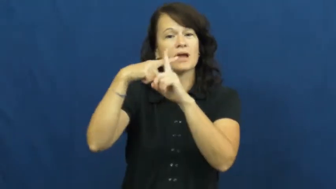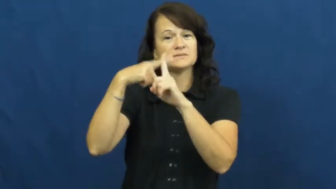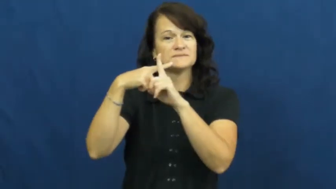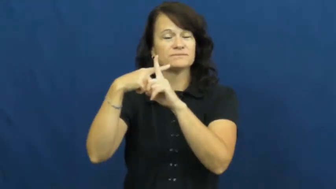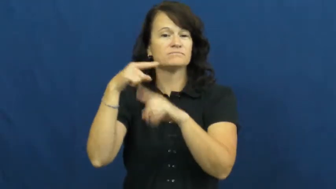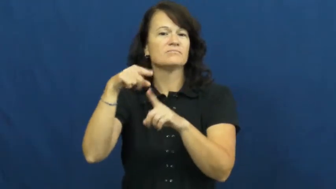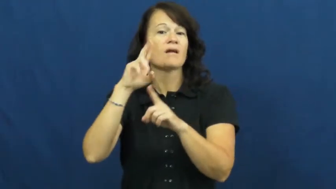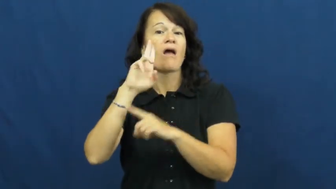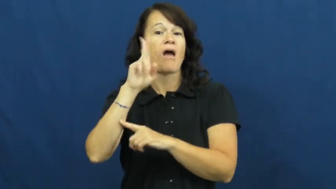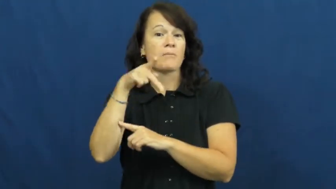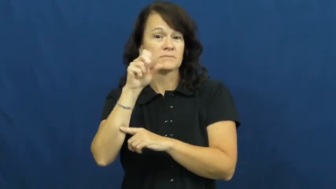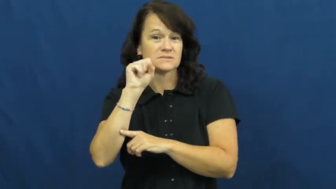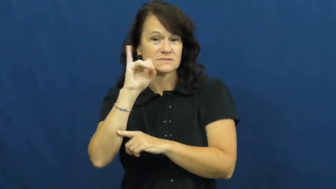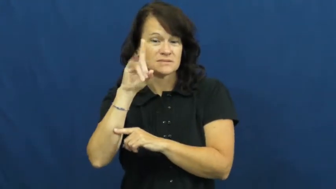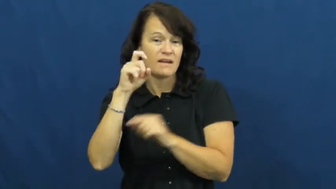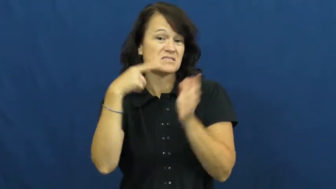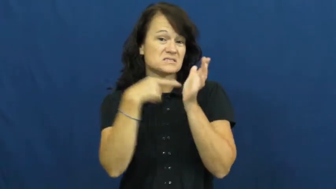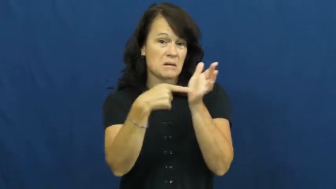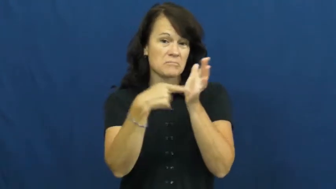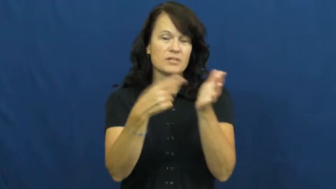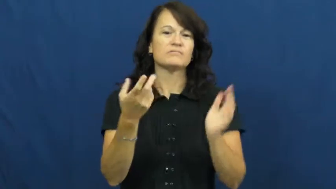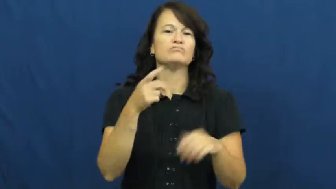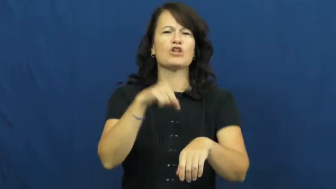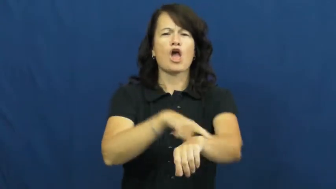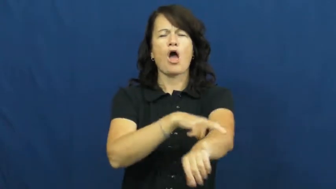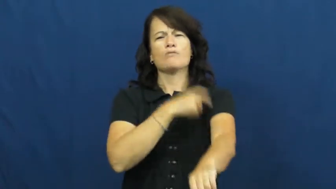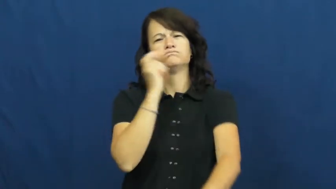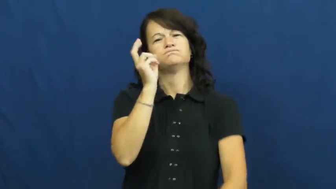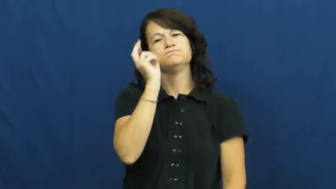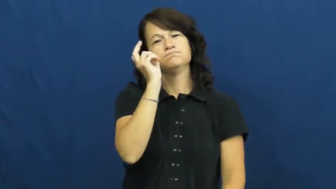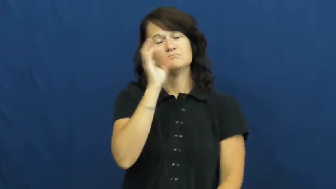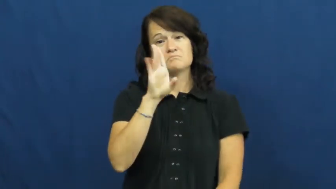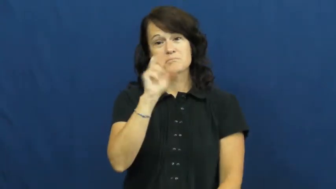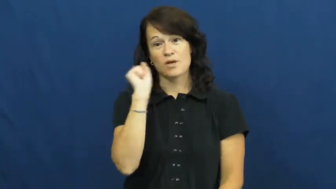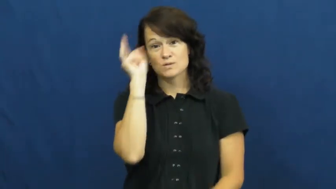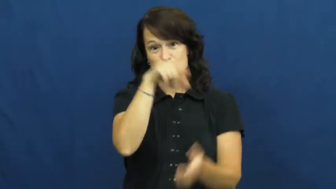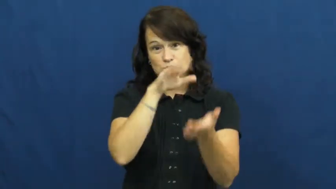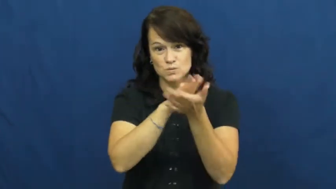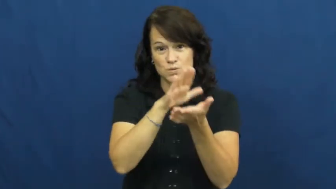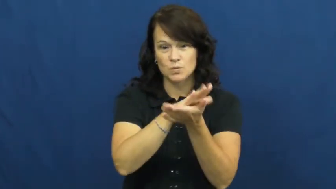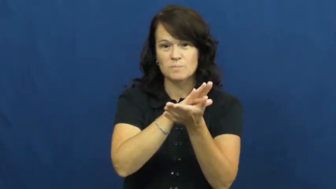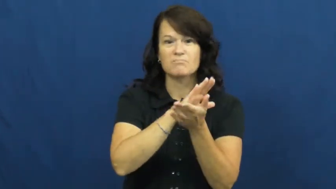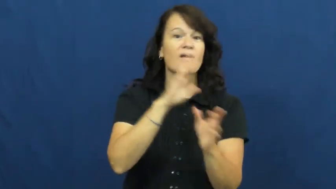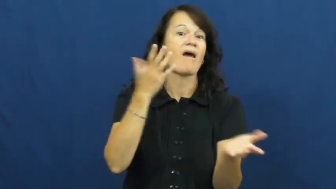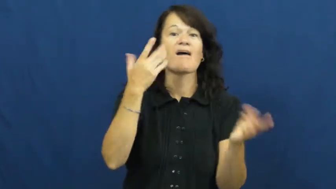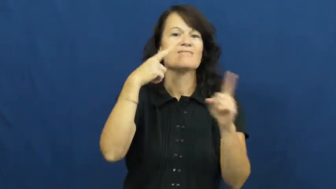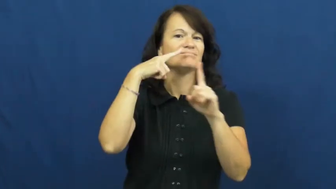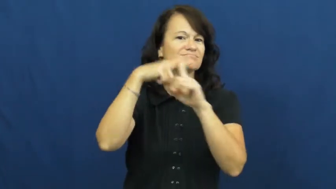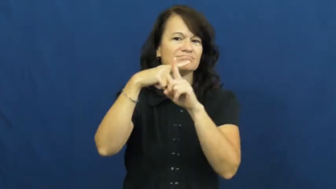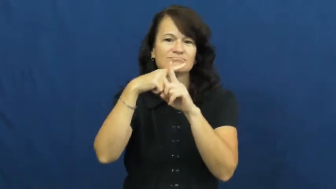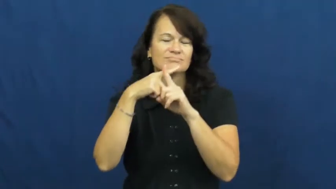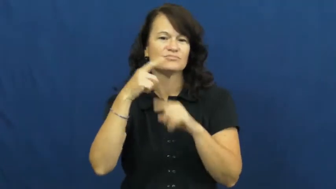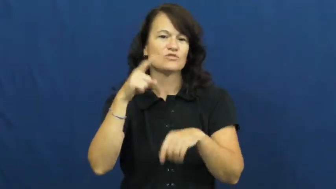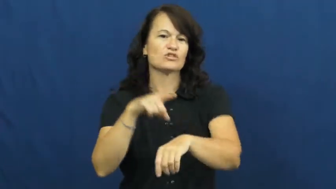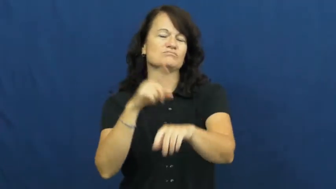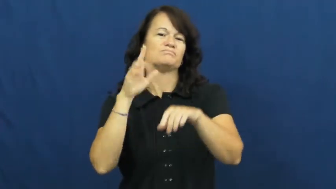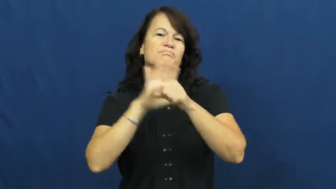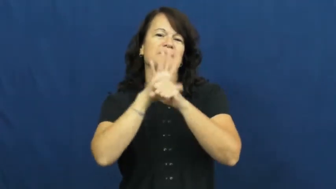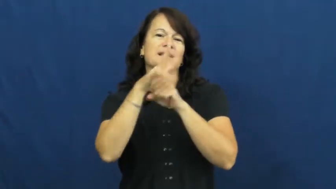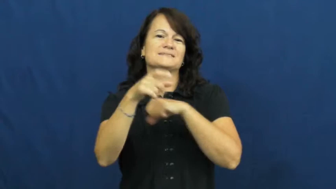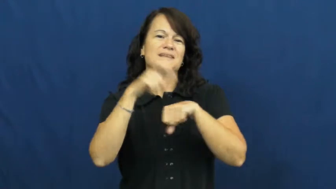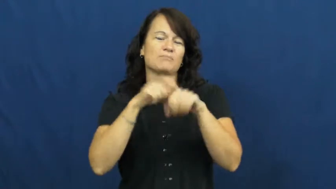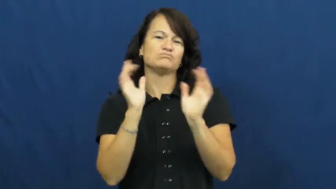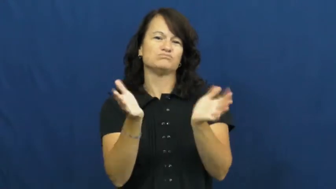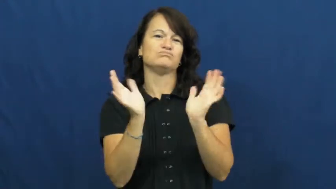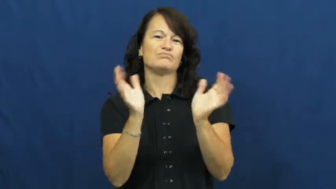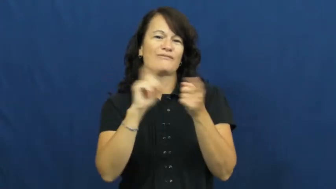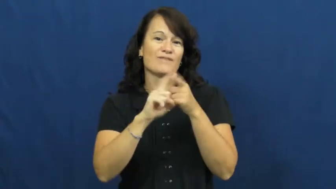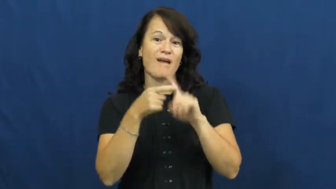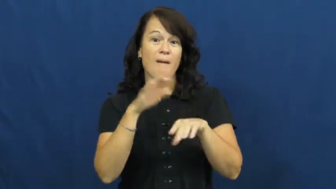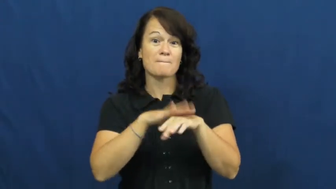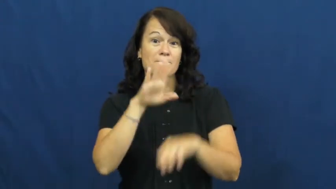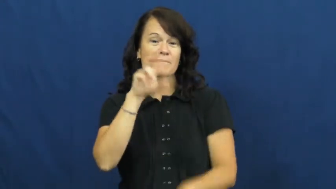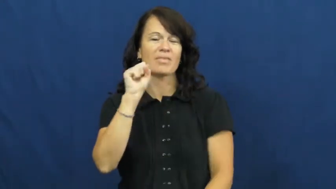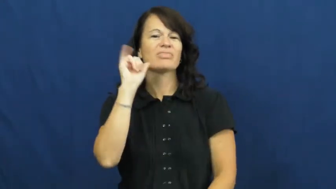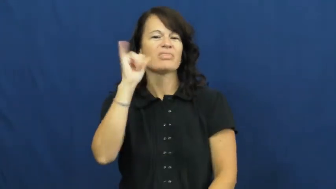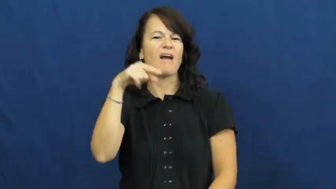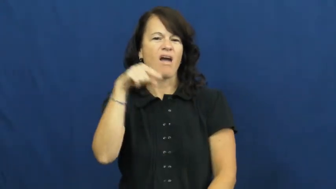upside